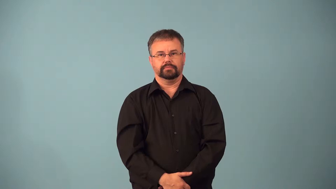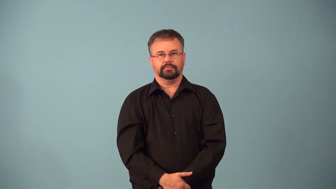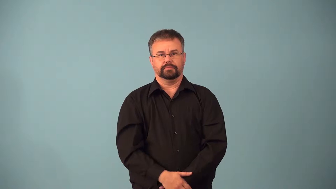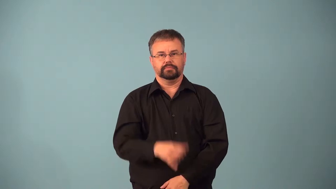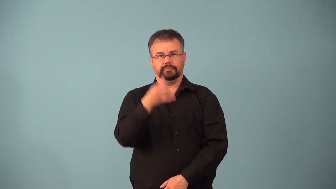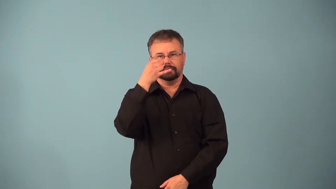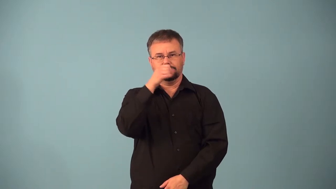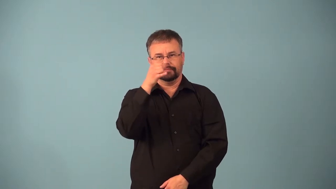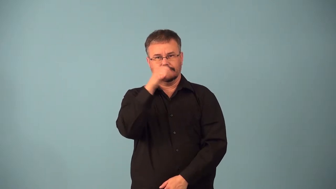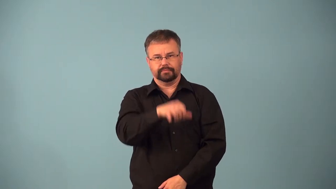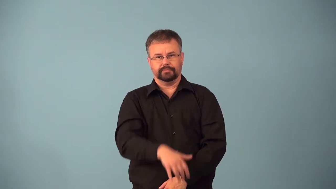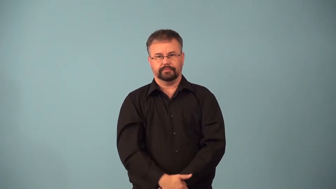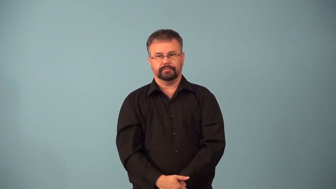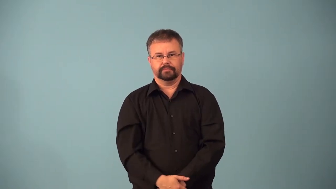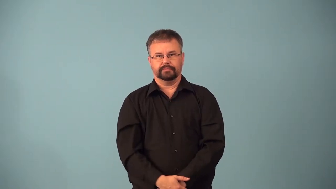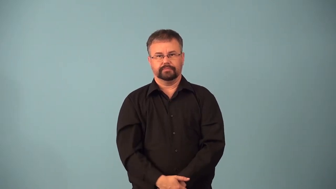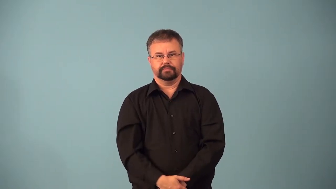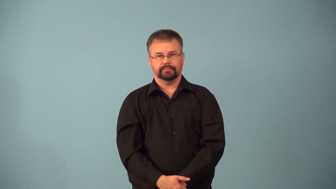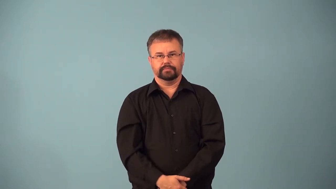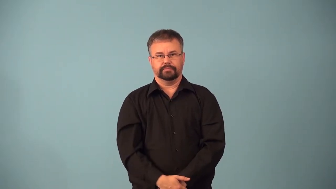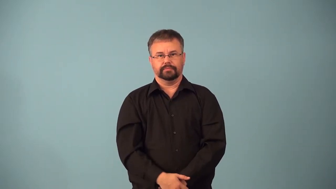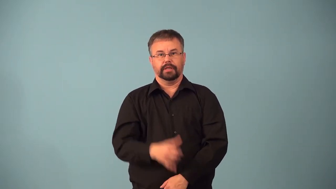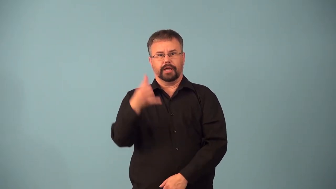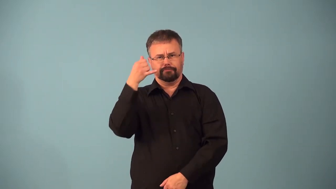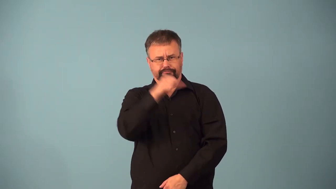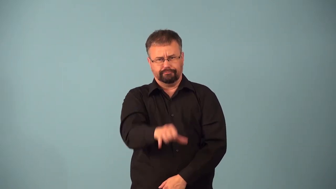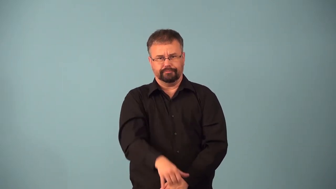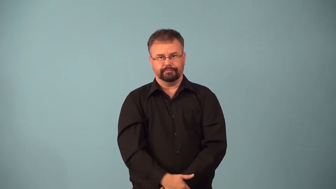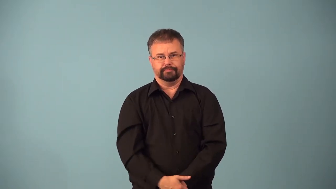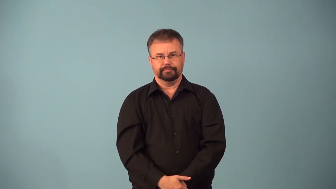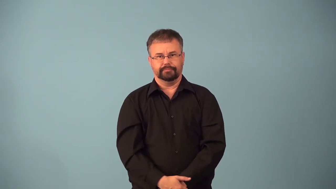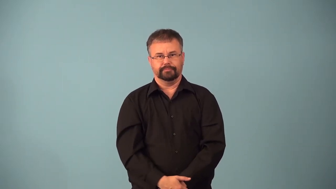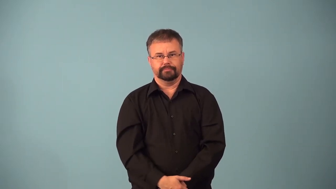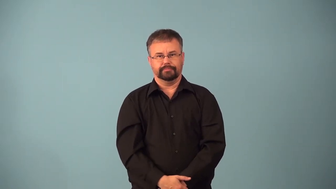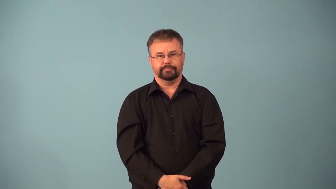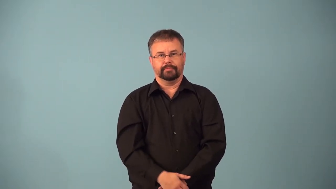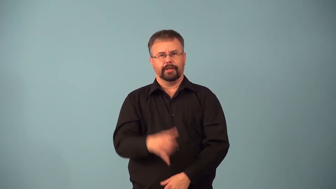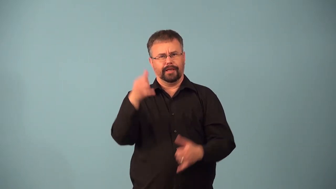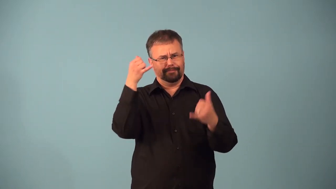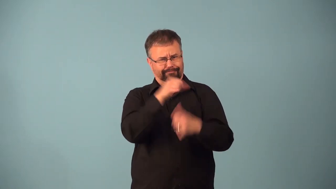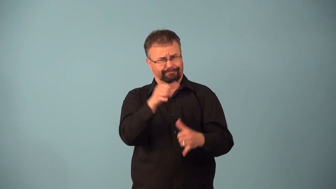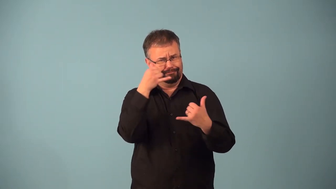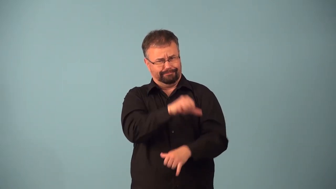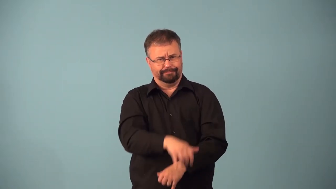absurd,absurder,absurdest